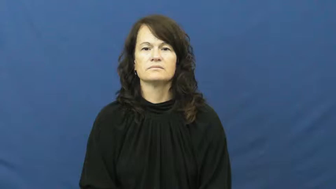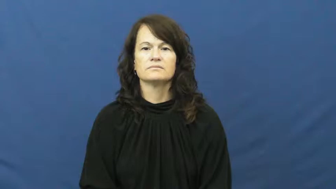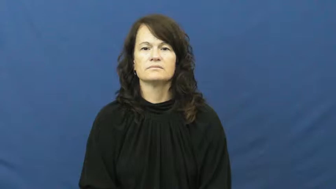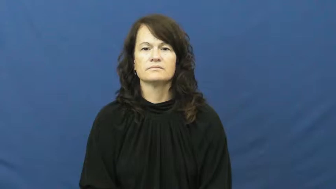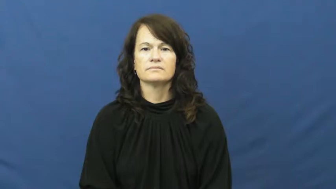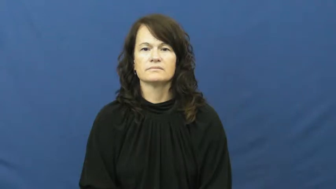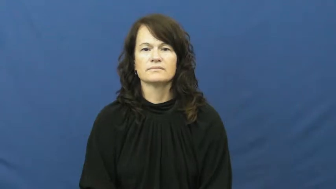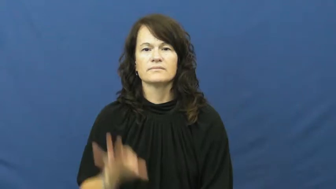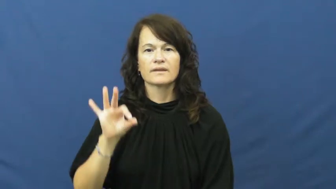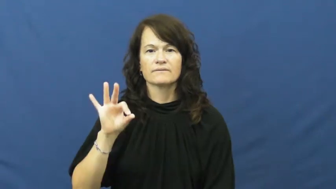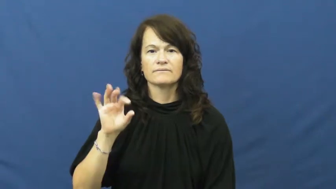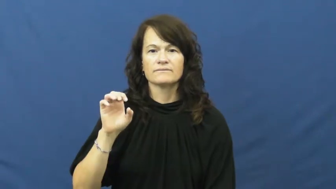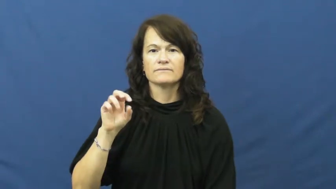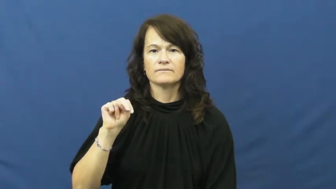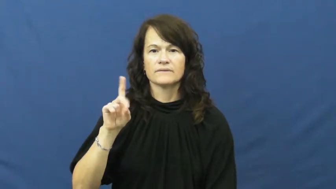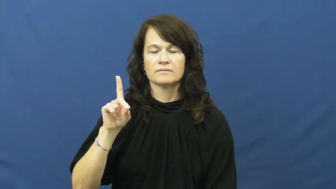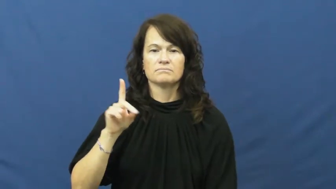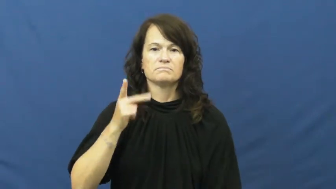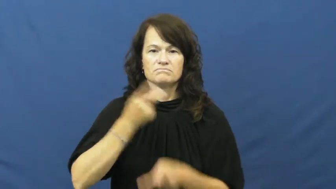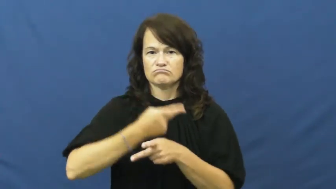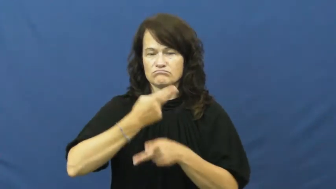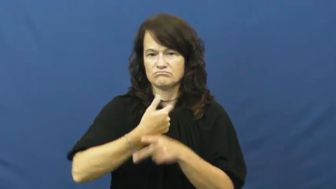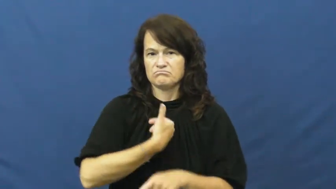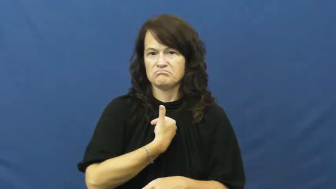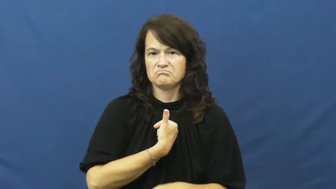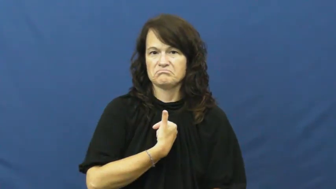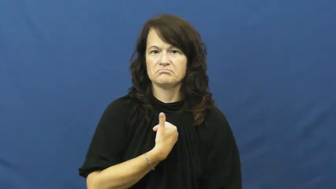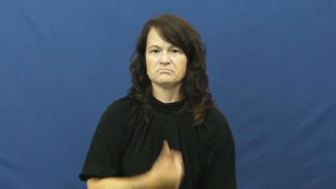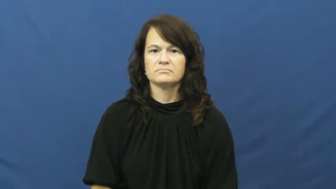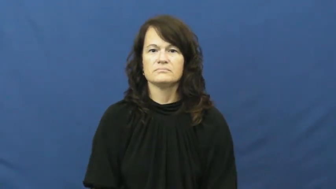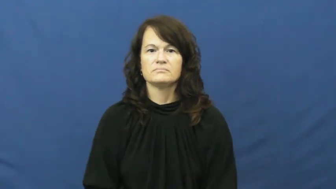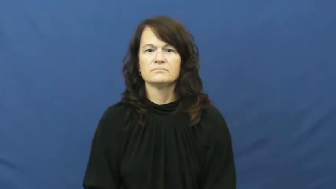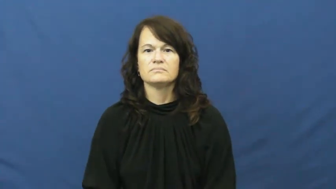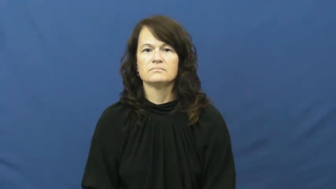fend